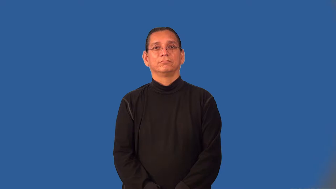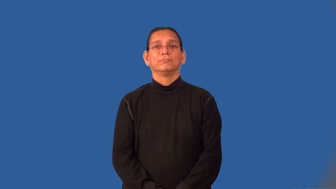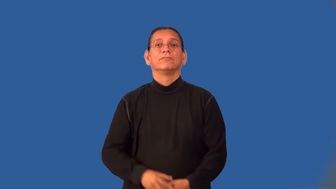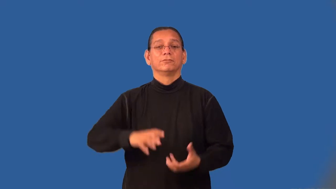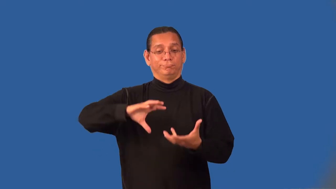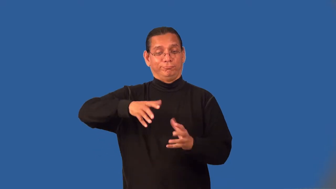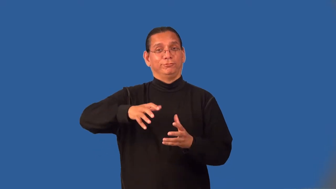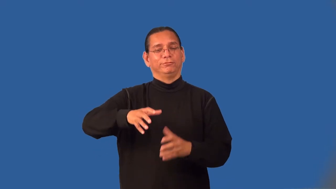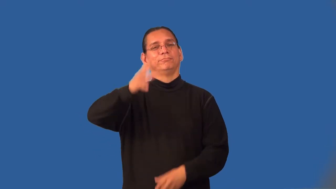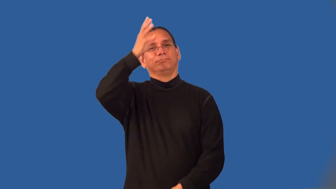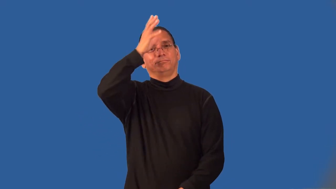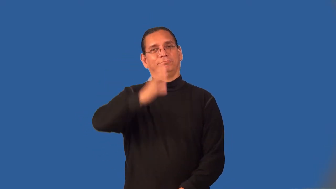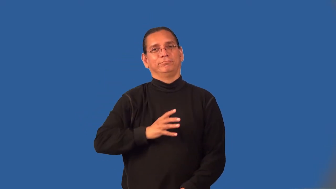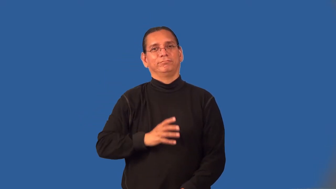laundryman